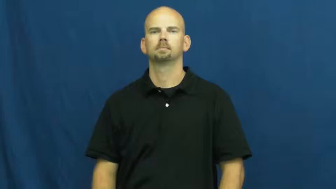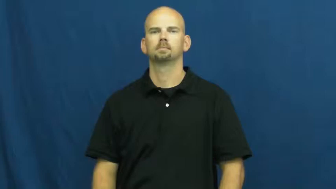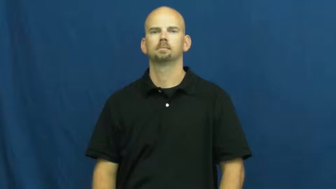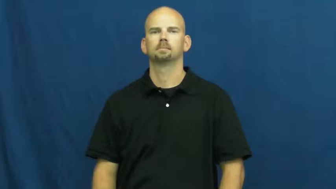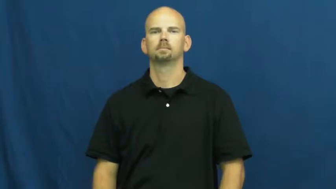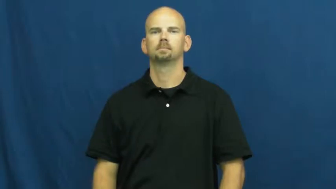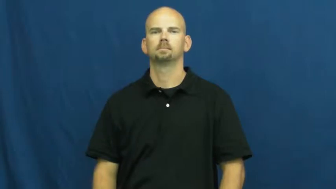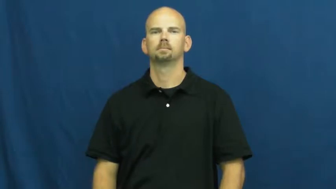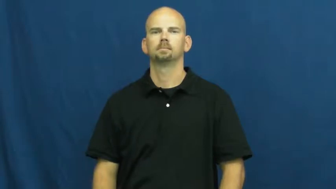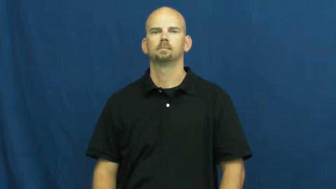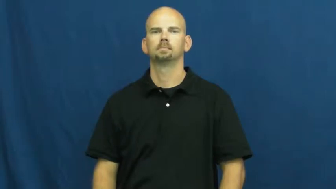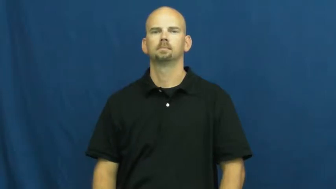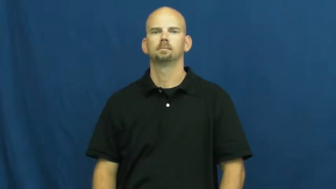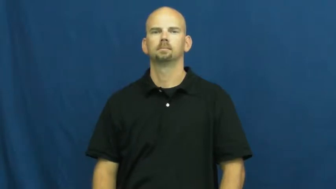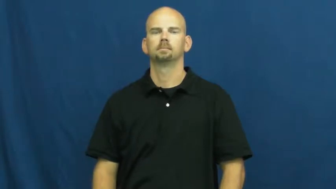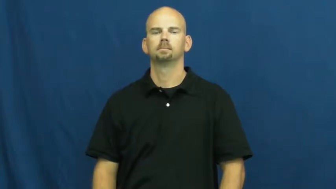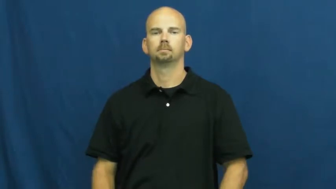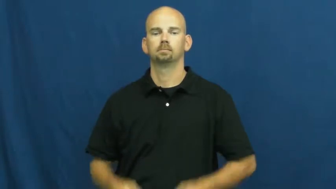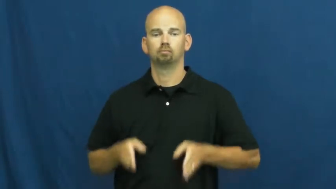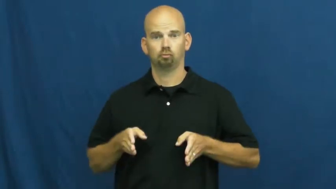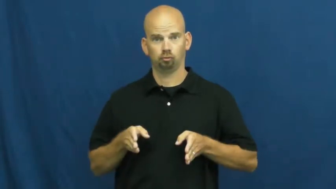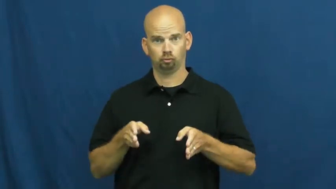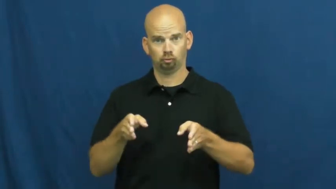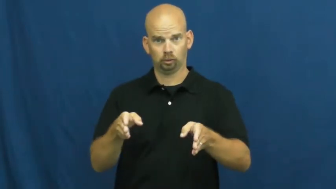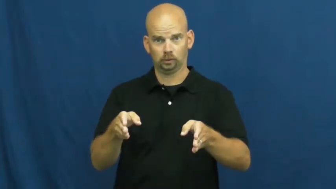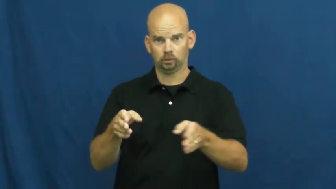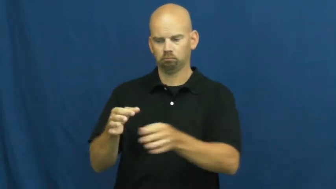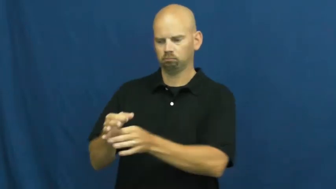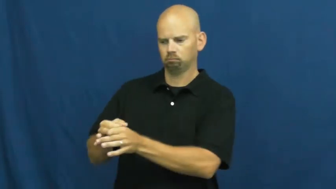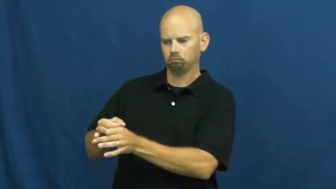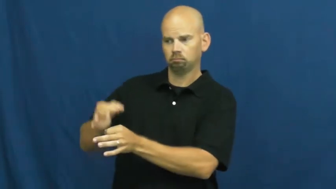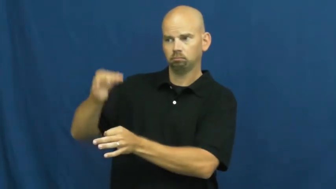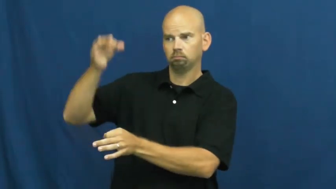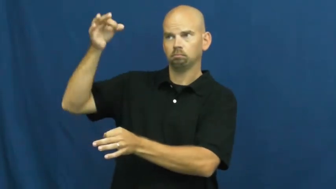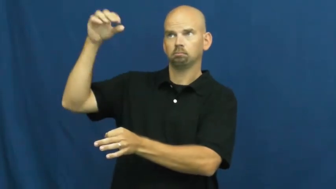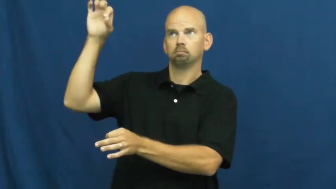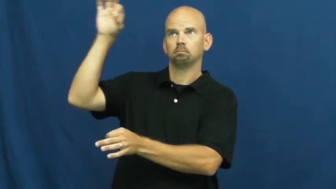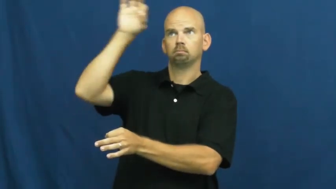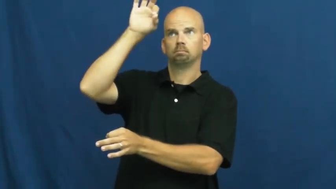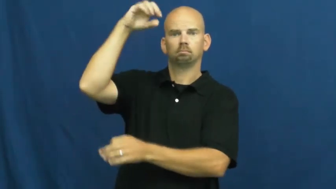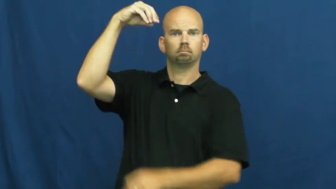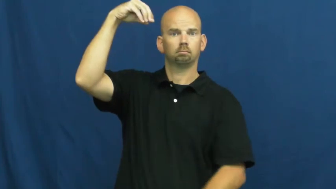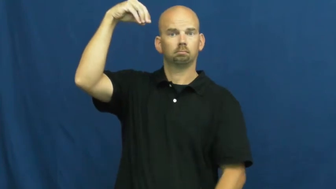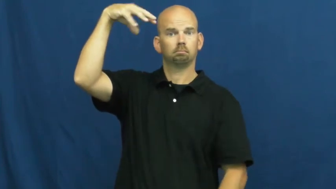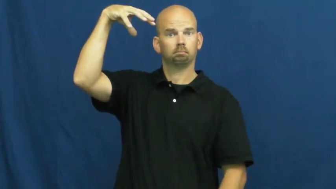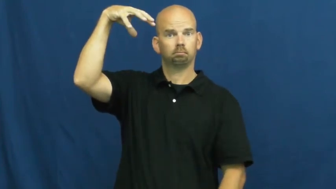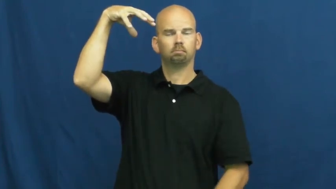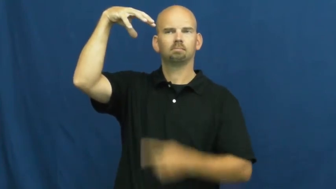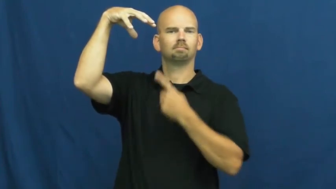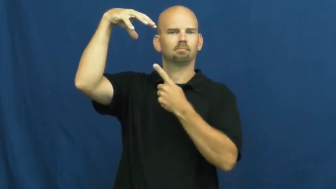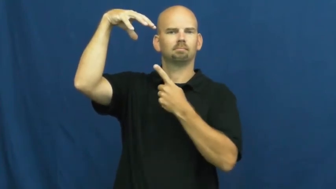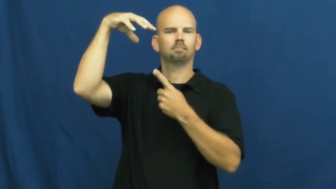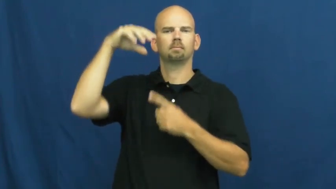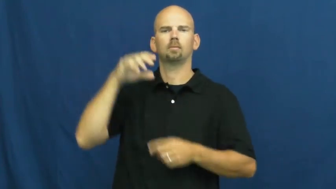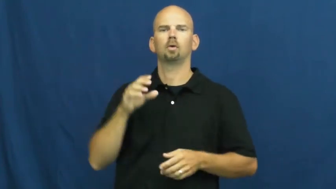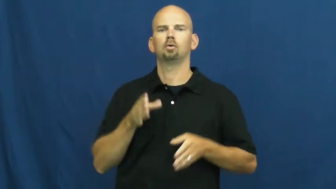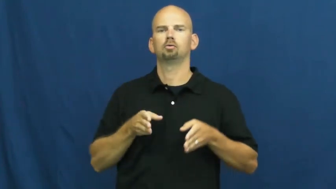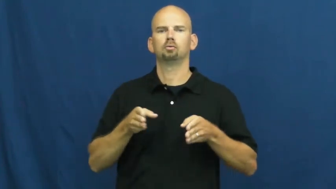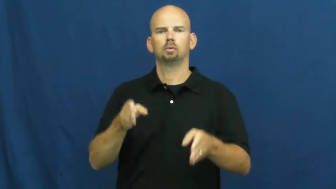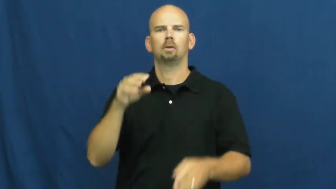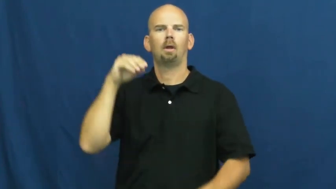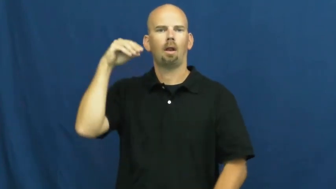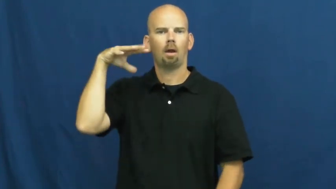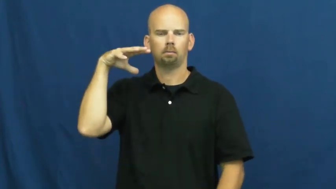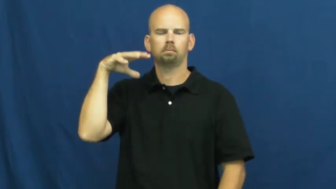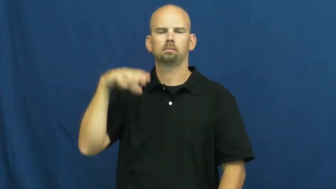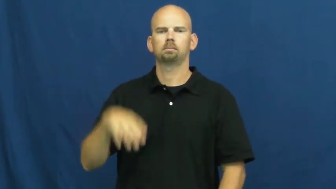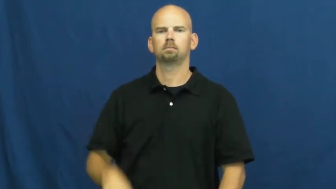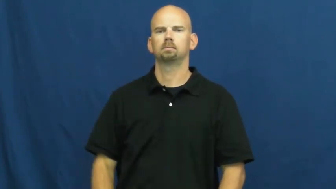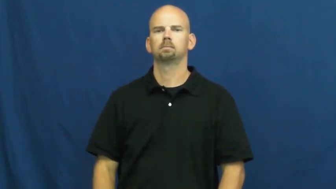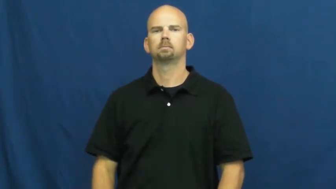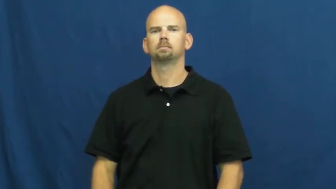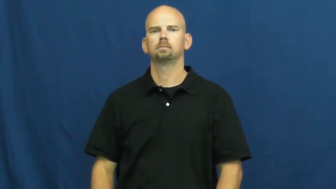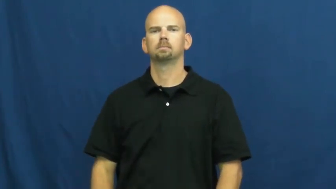streetlight